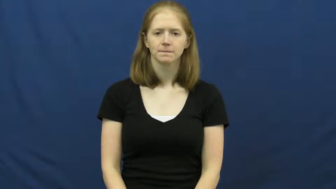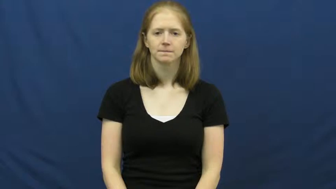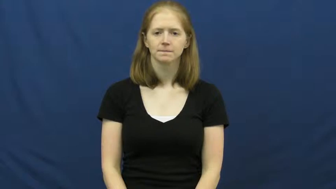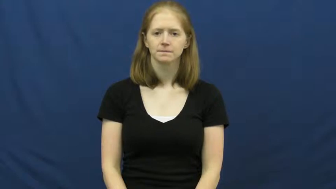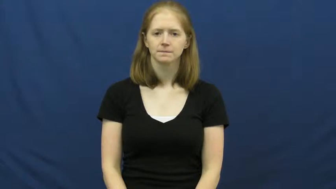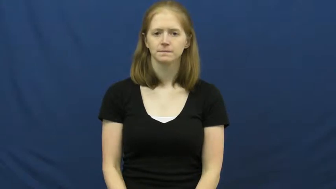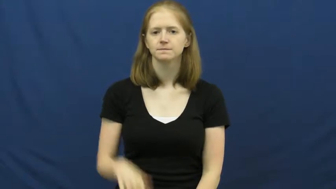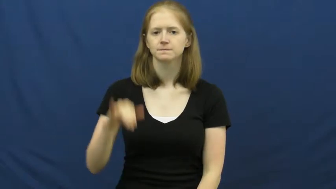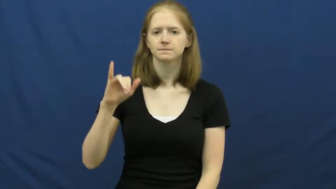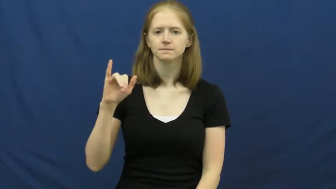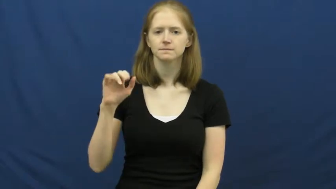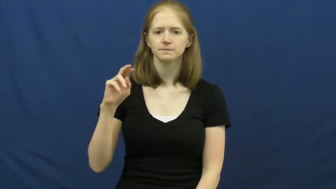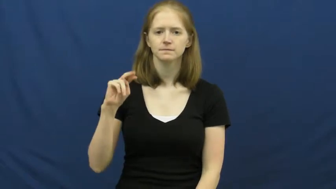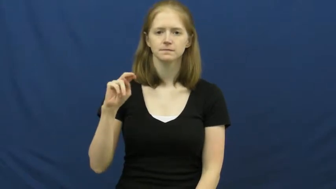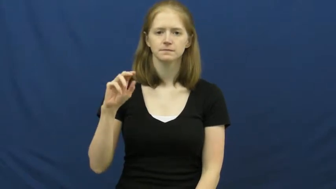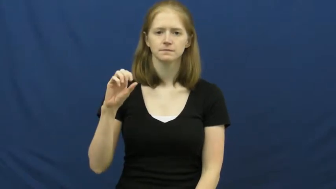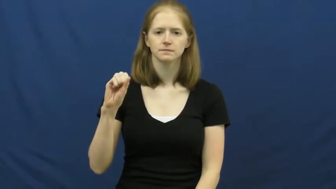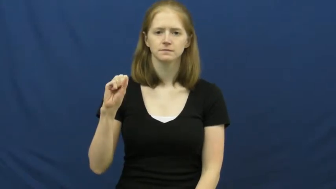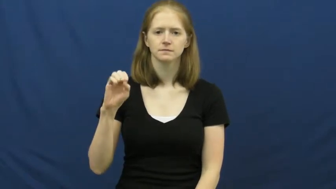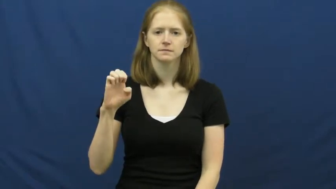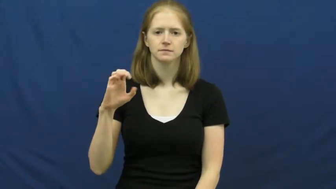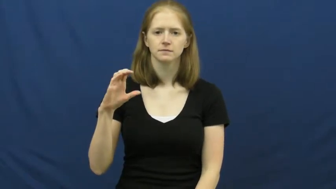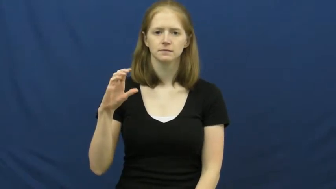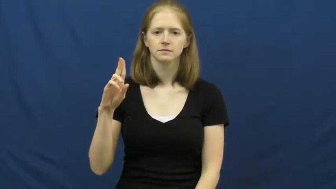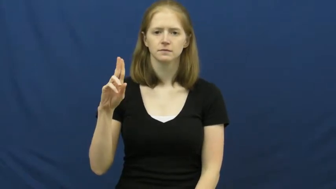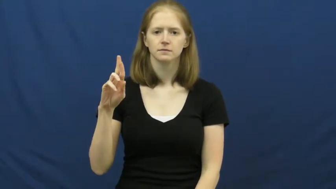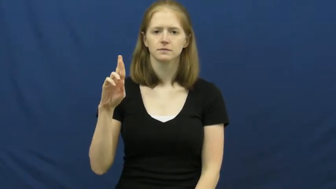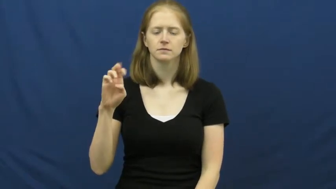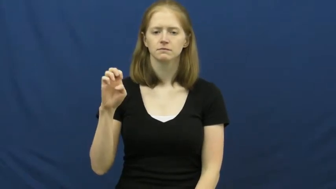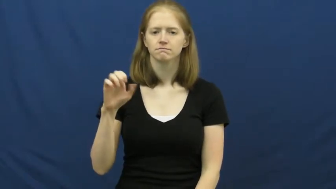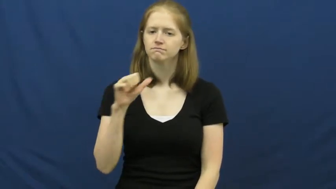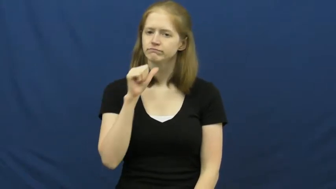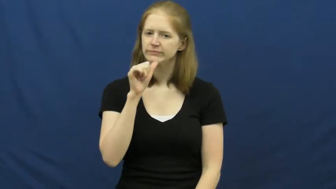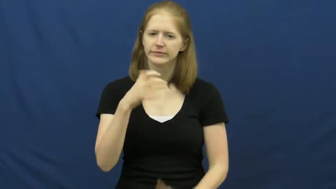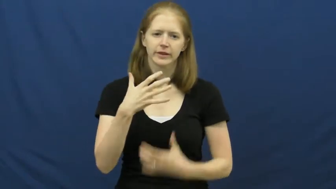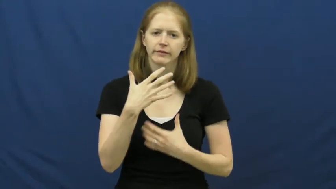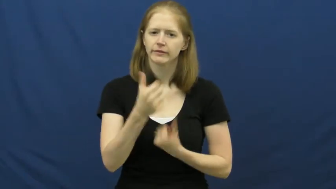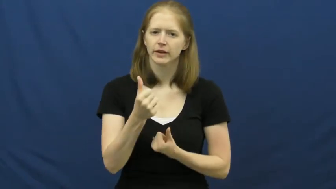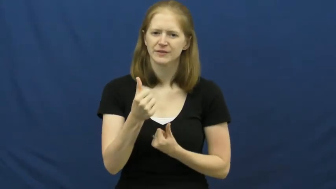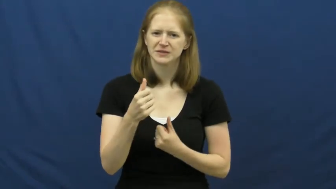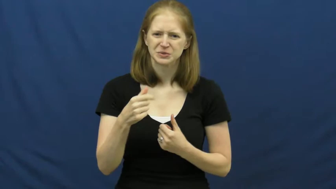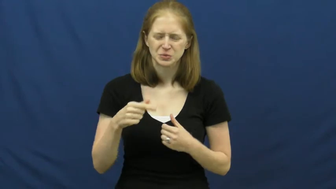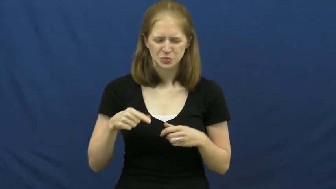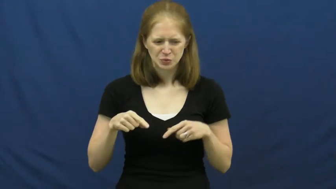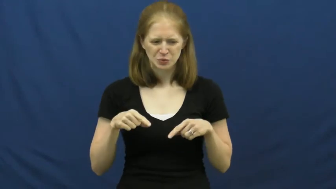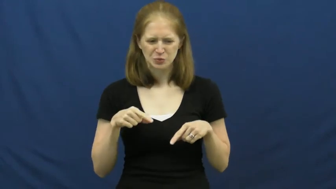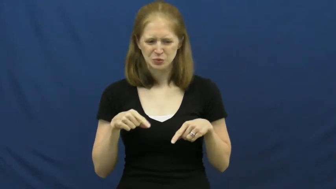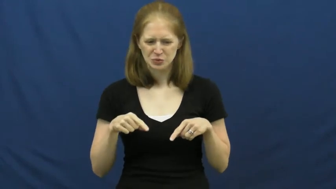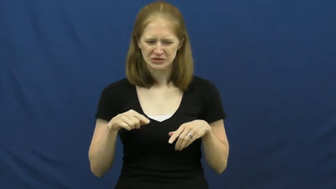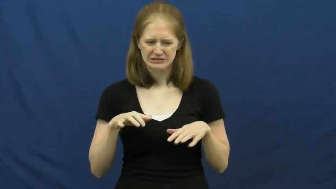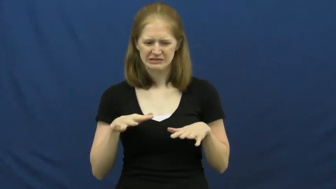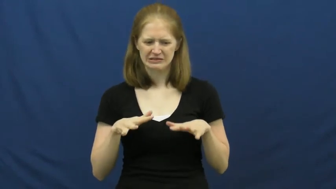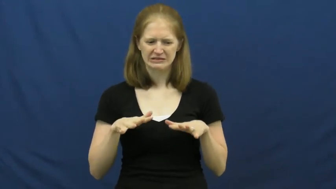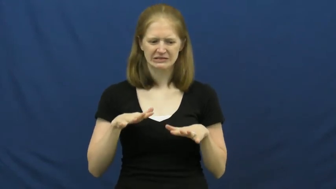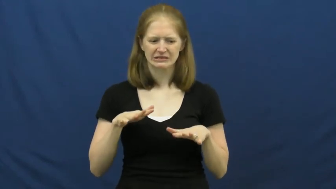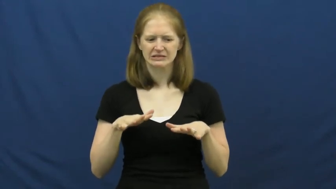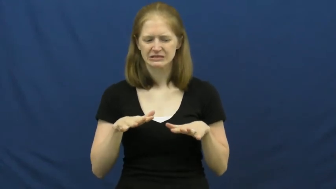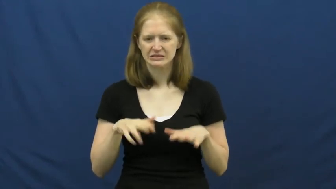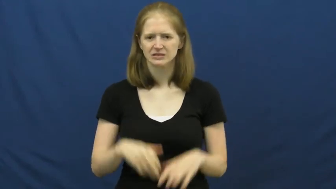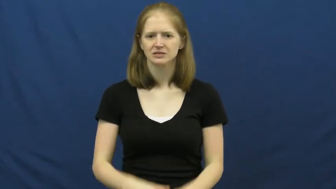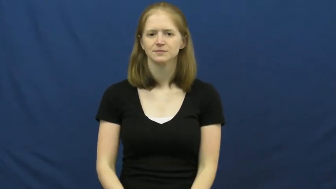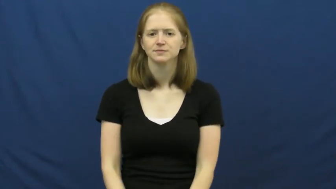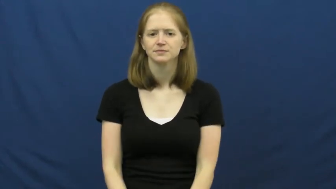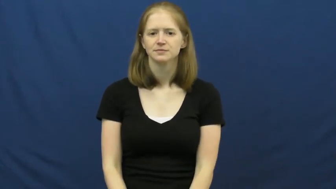insecure-person